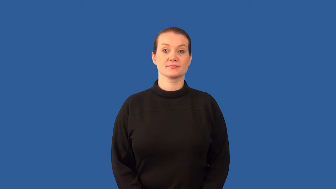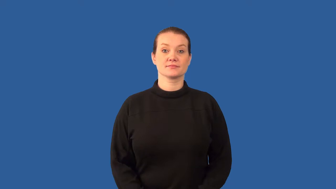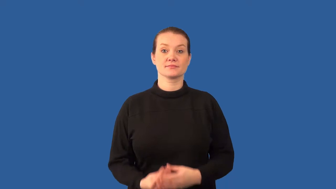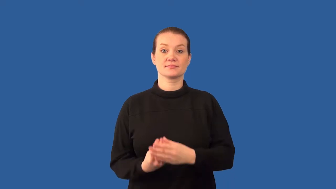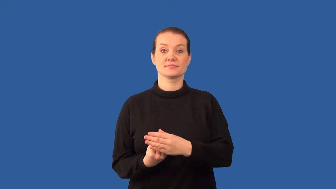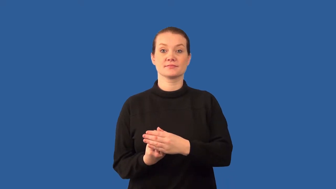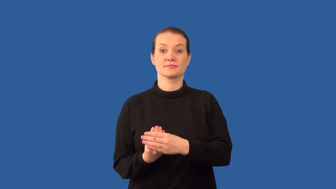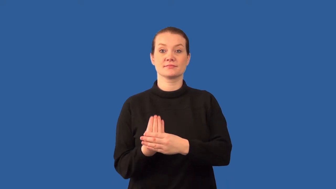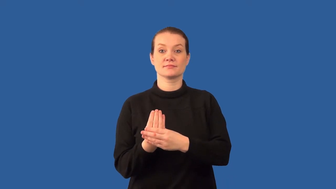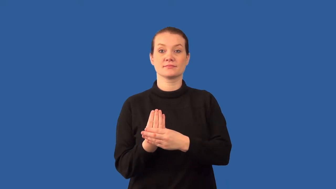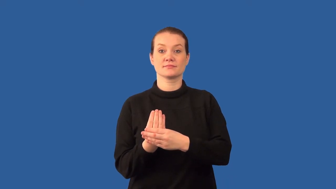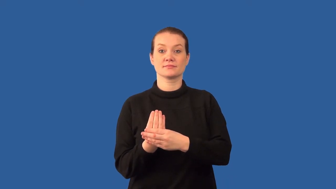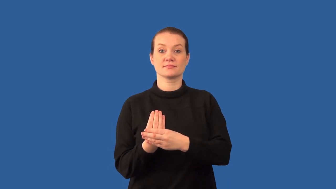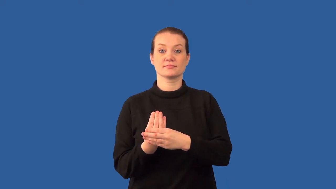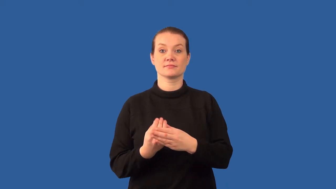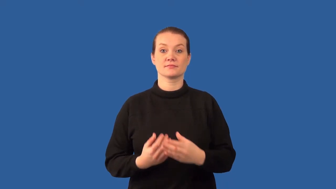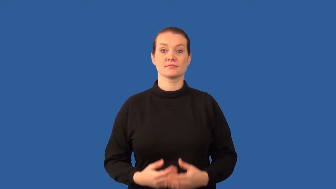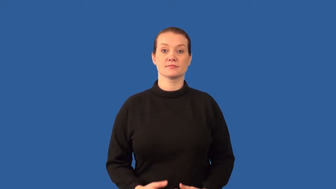budding